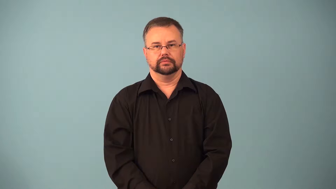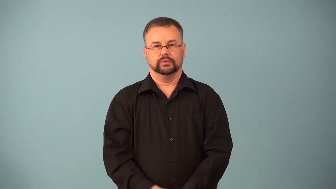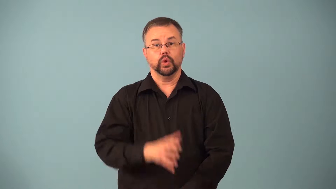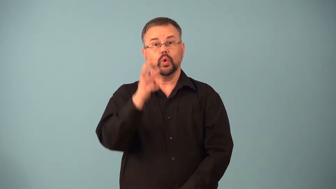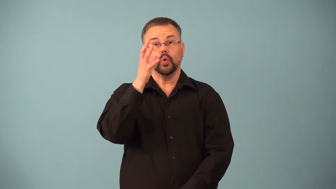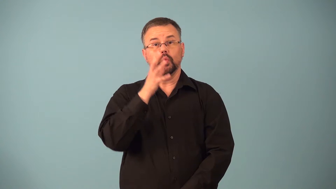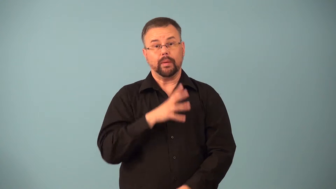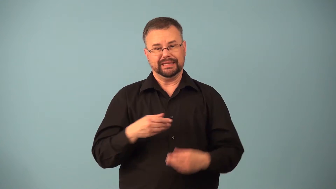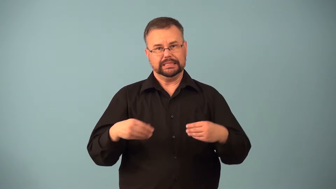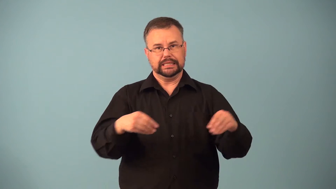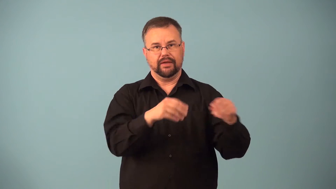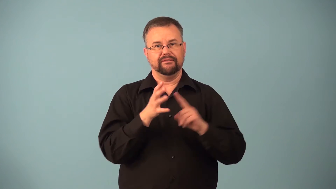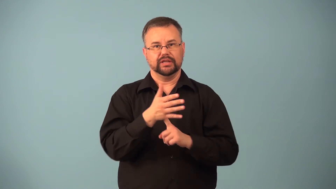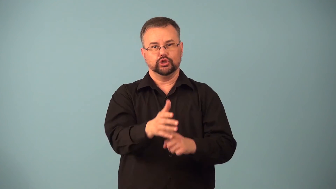fishwife